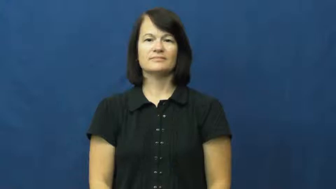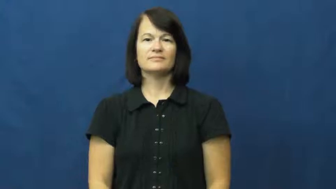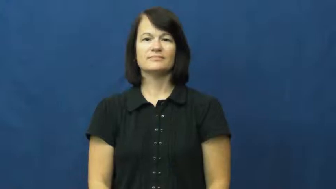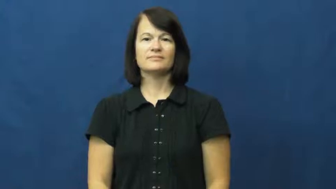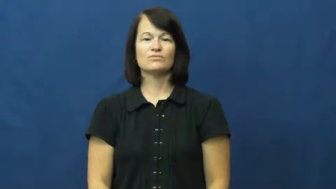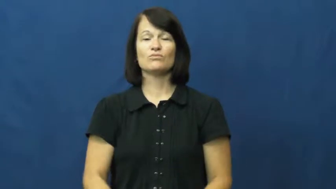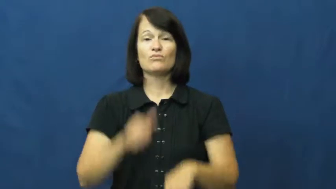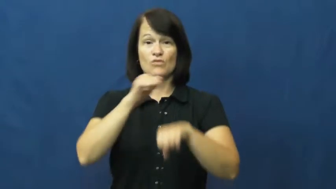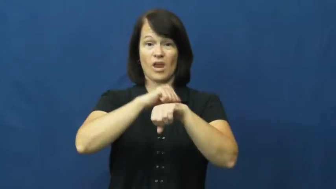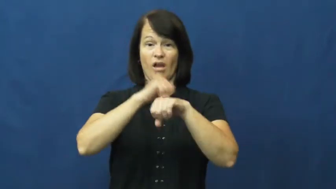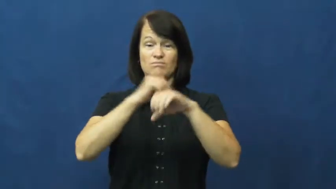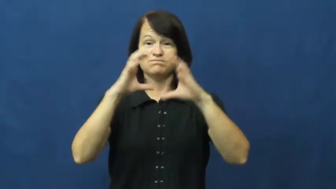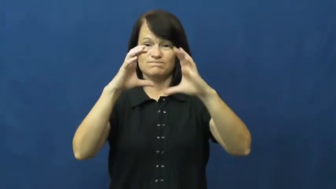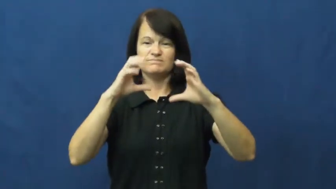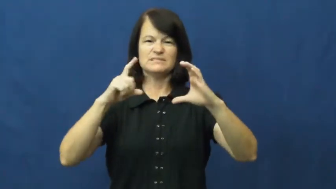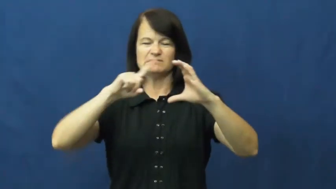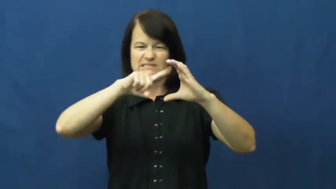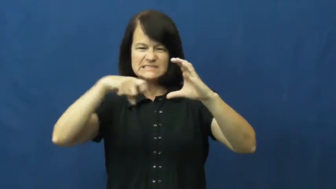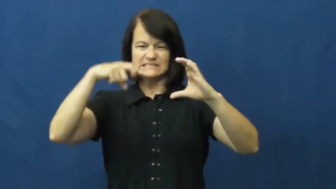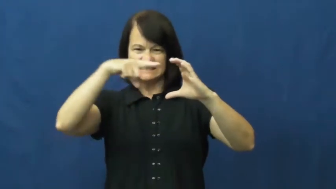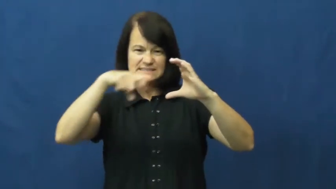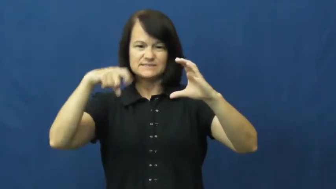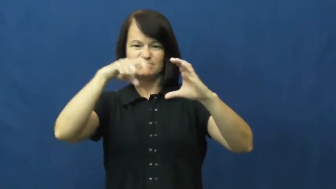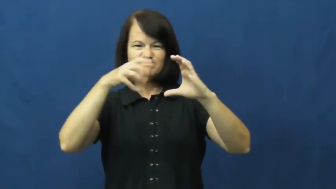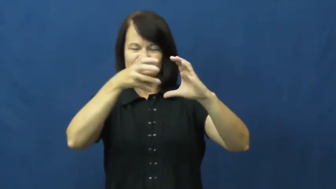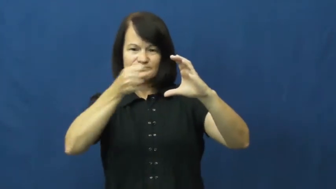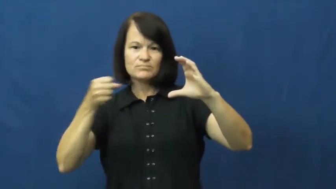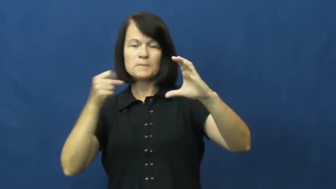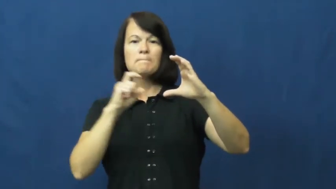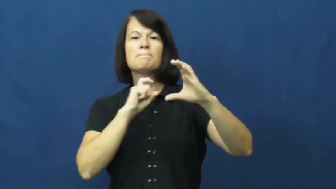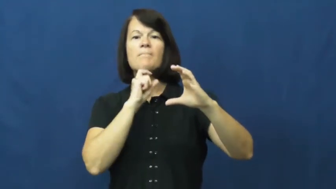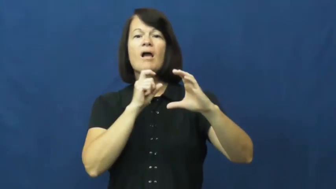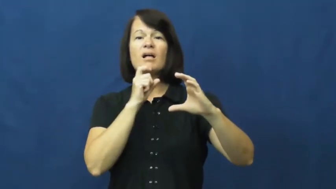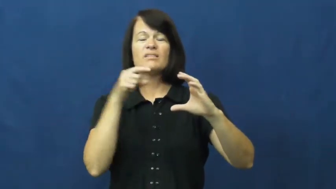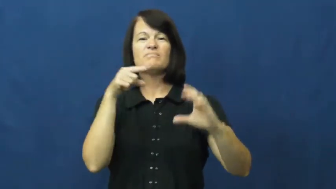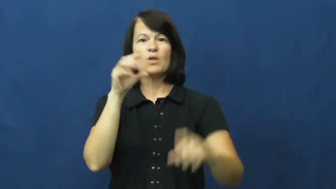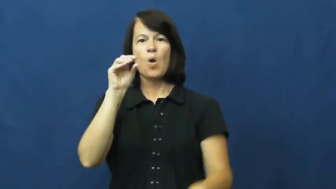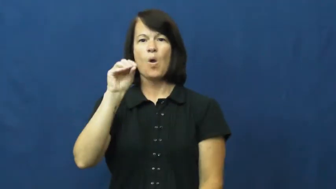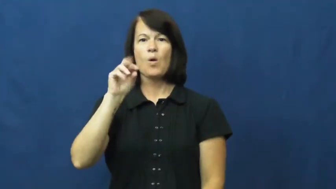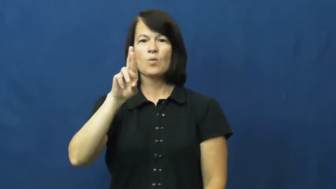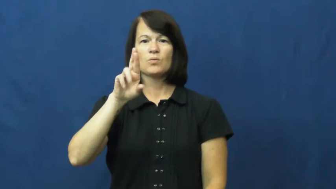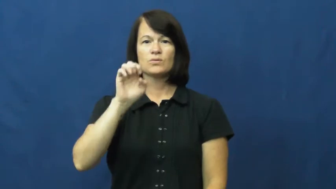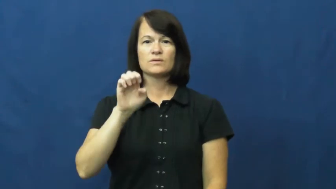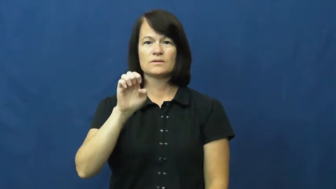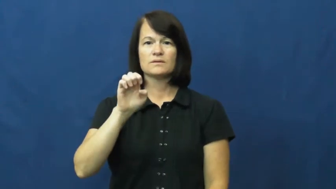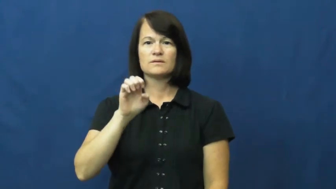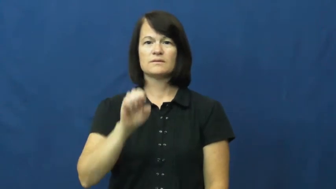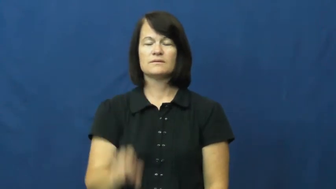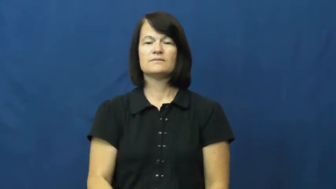ore